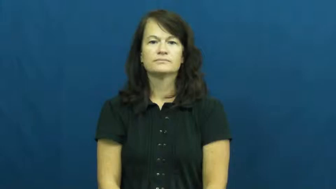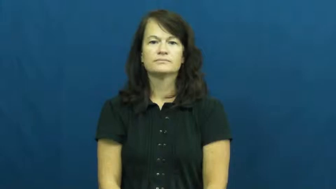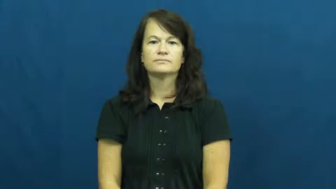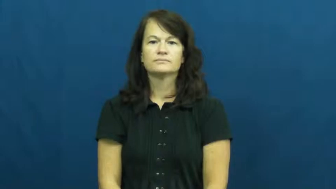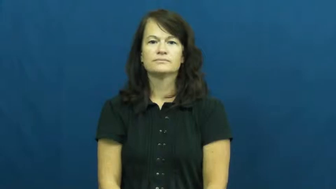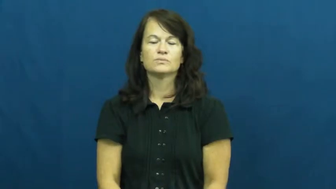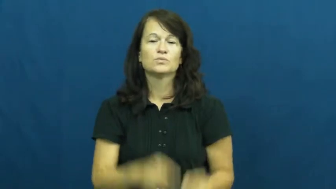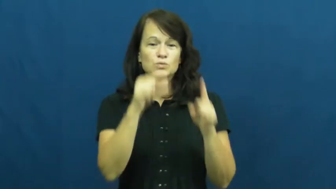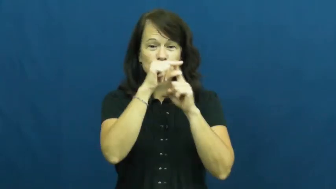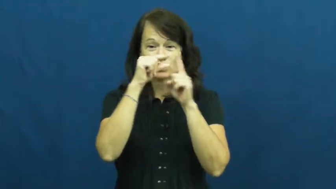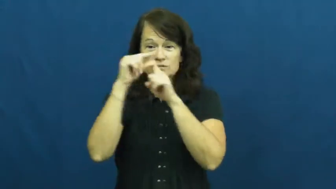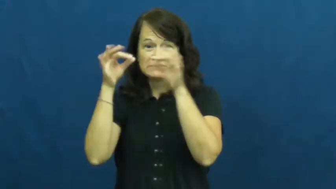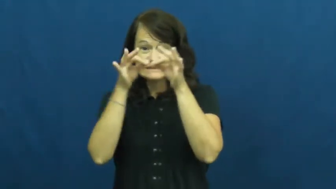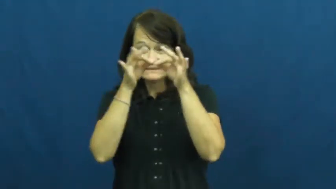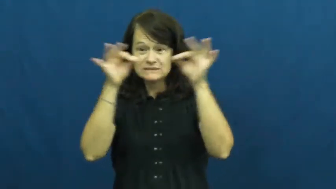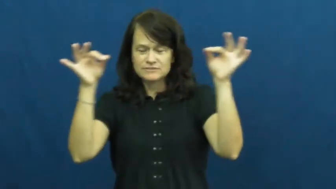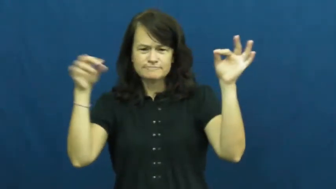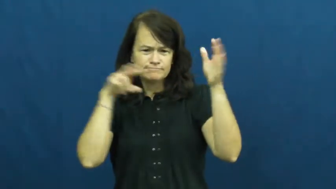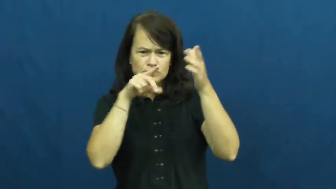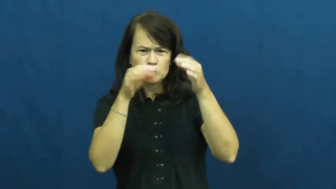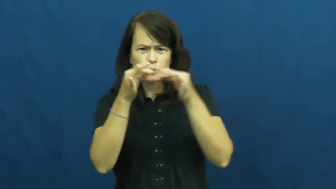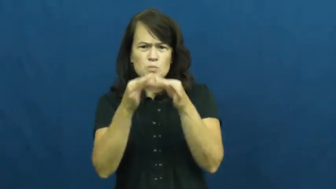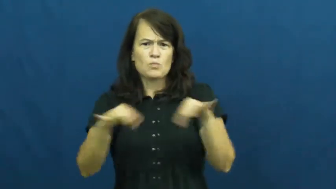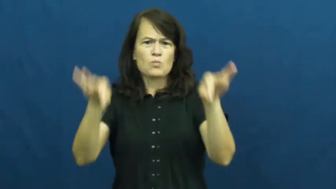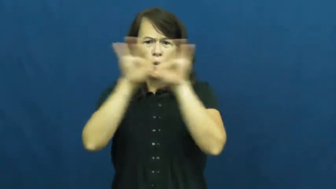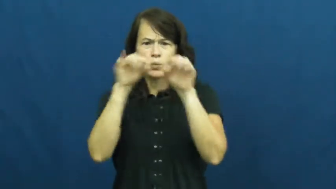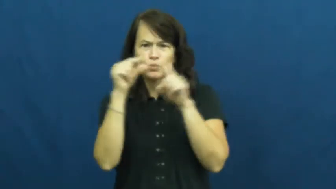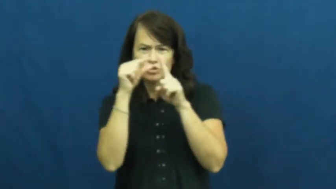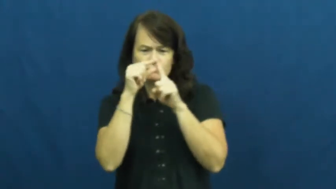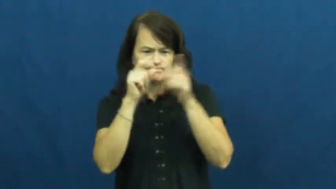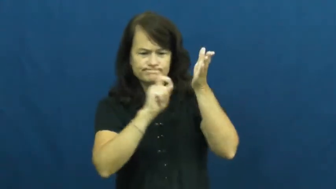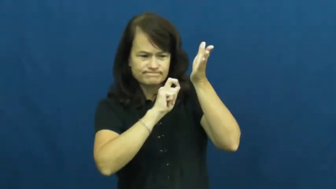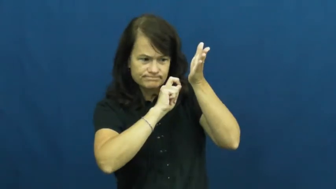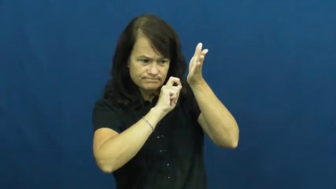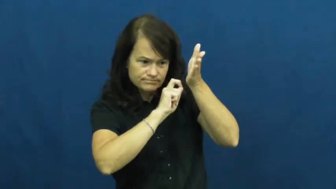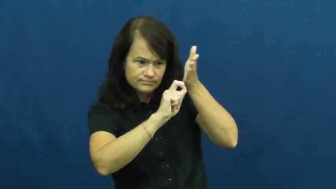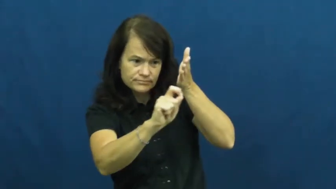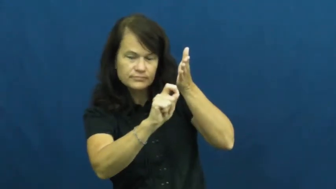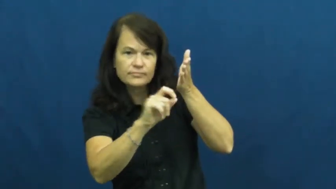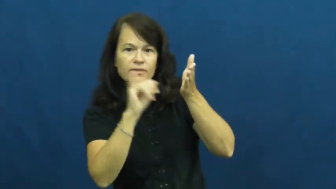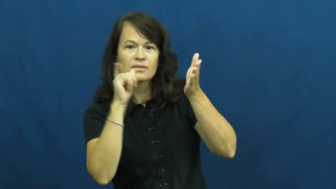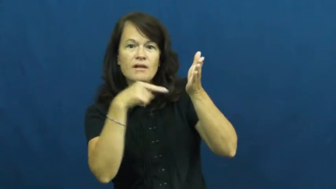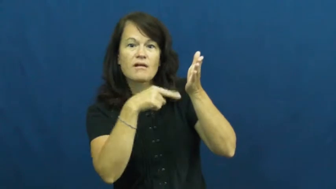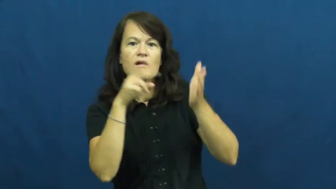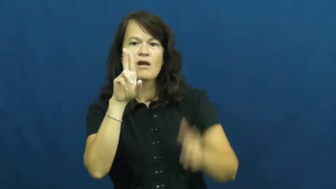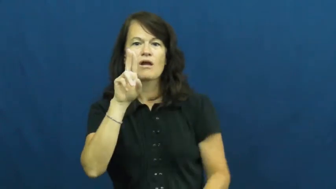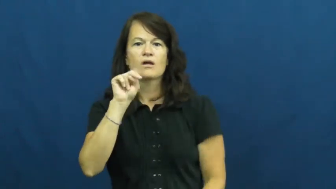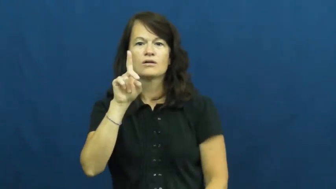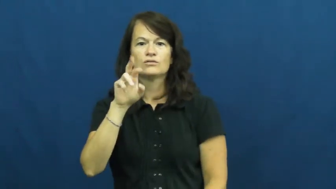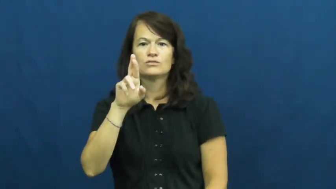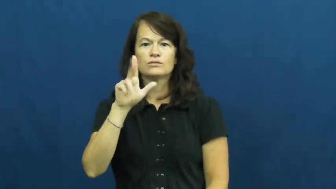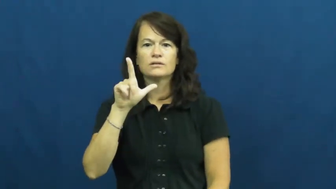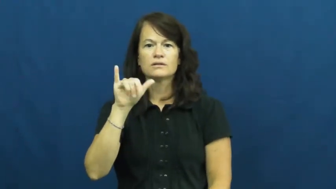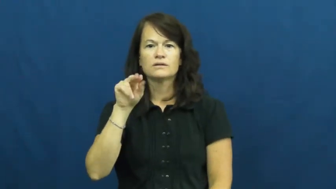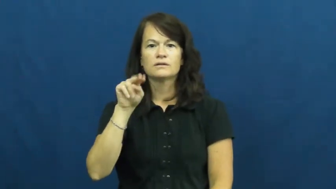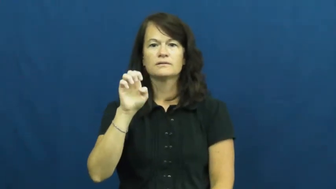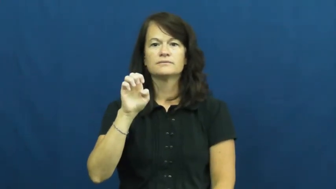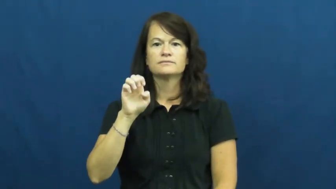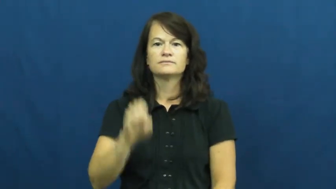underline